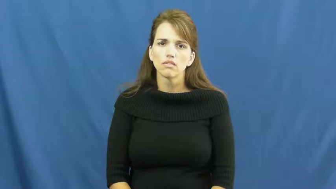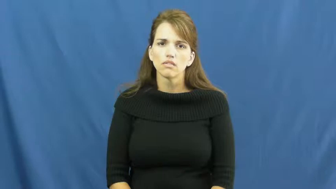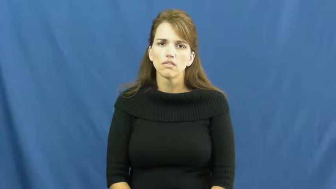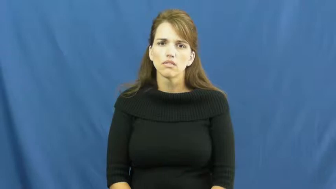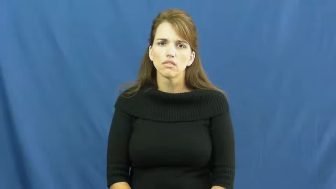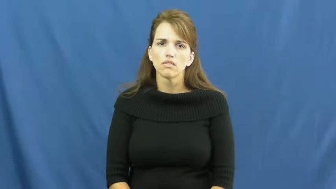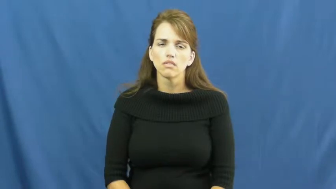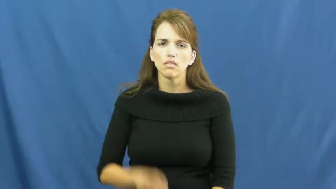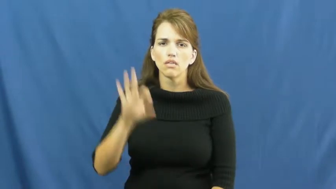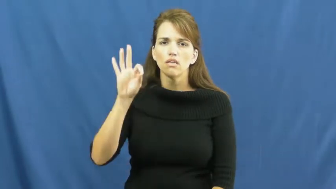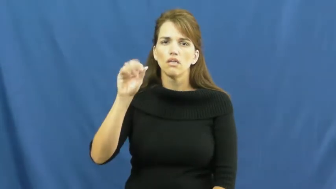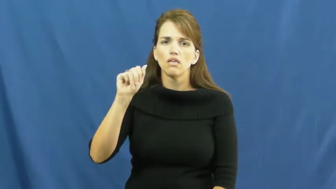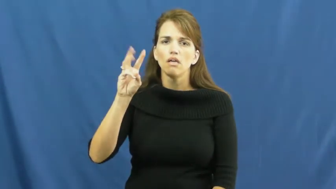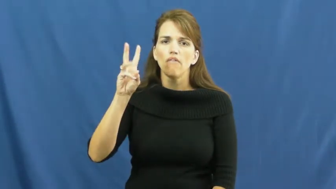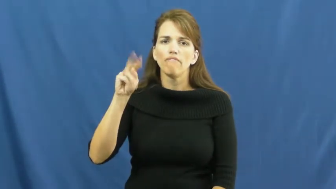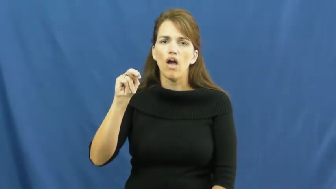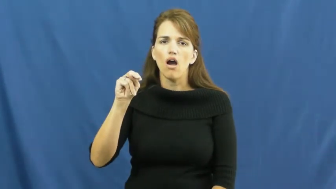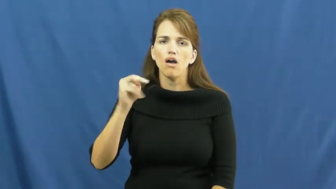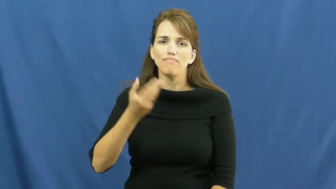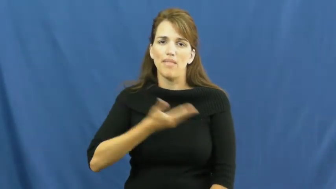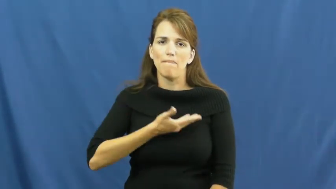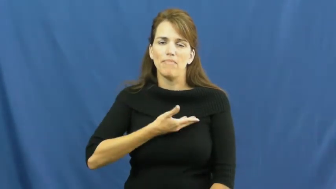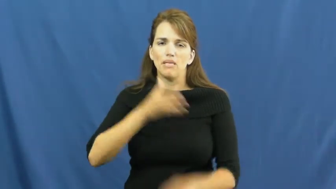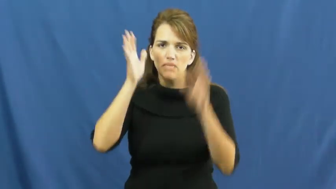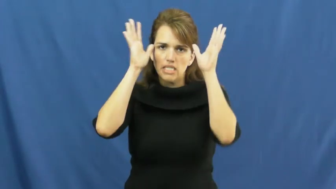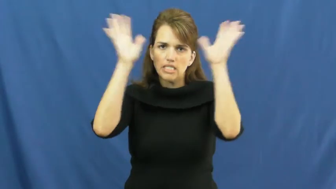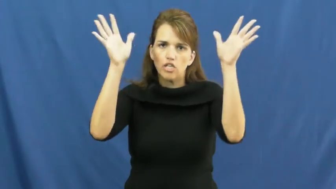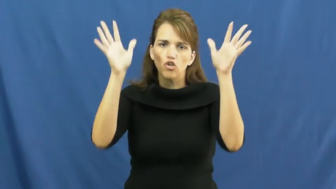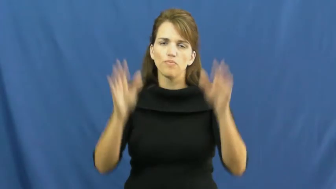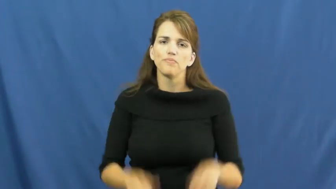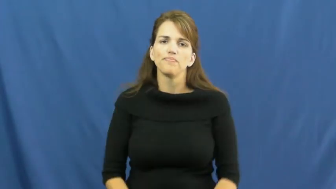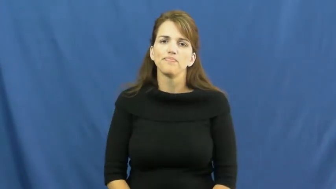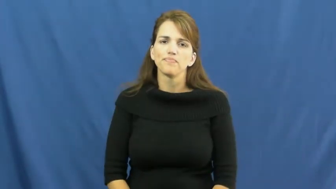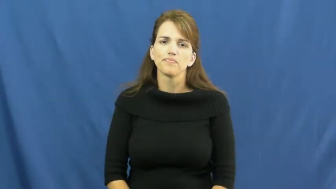fawn